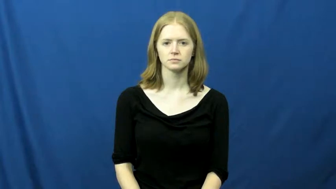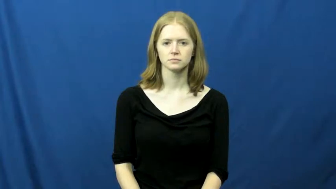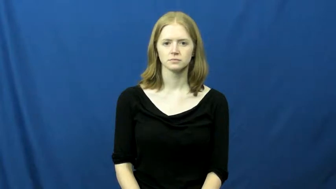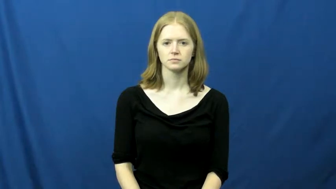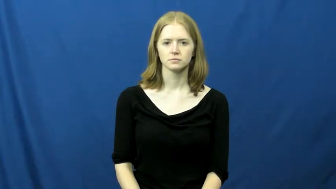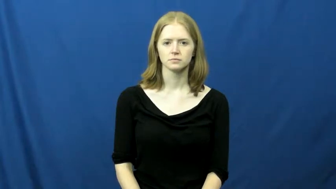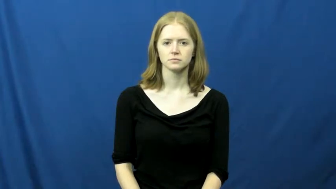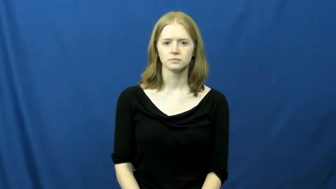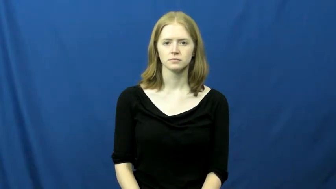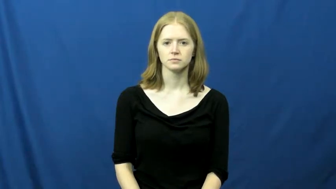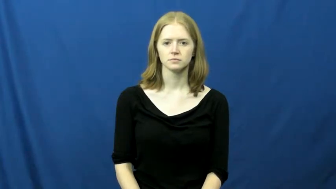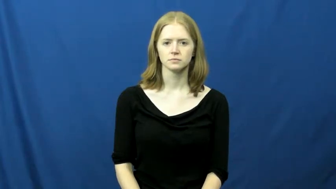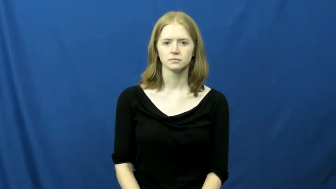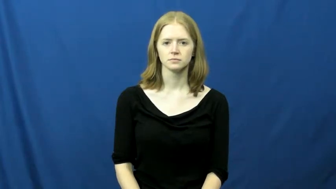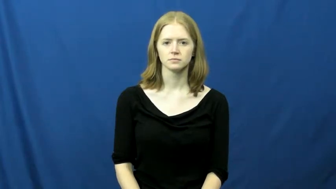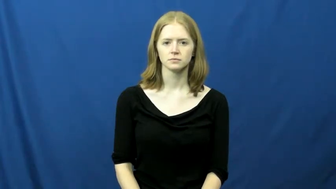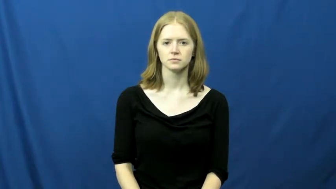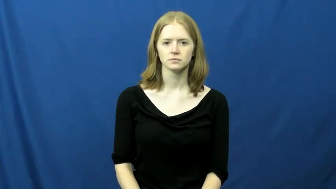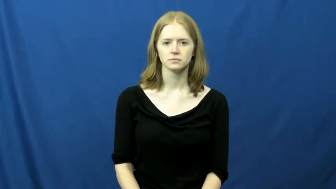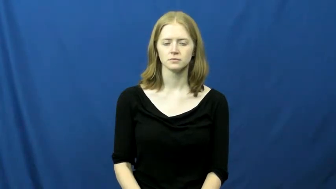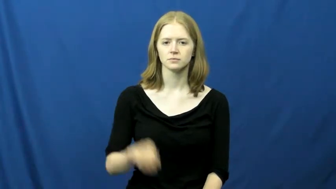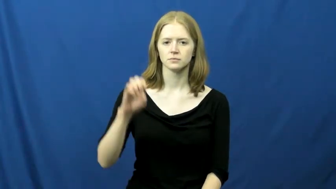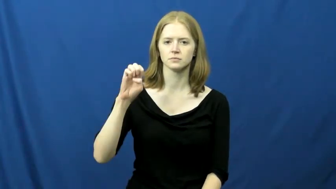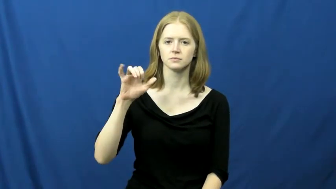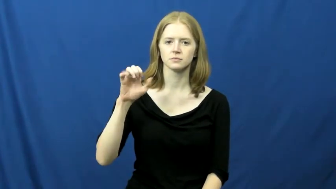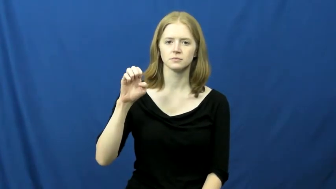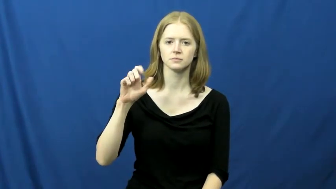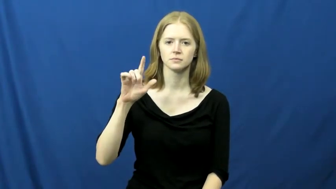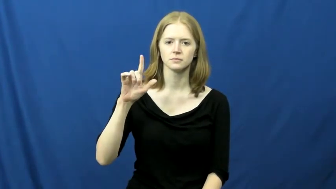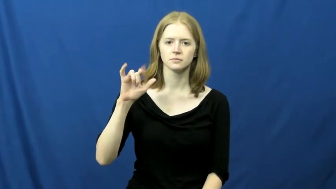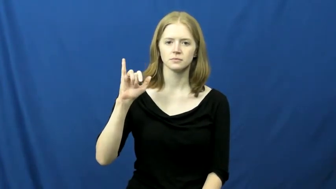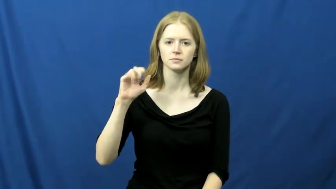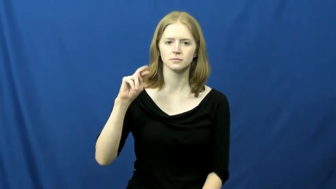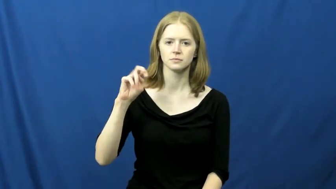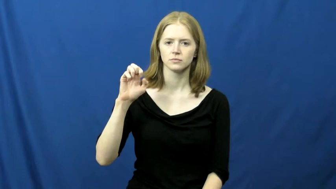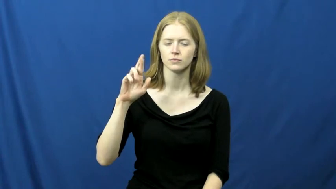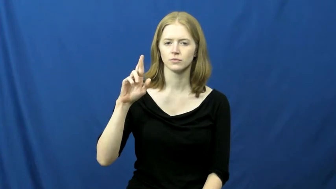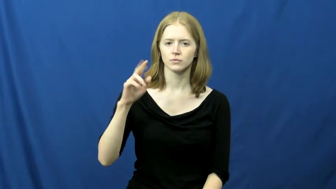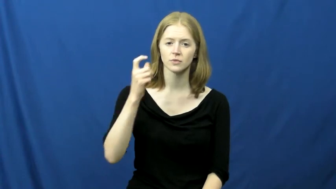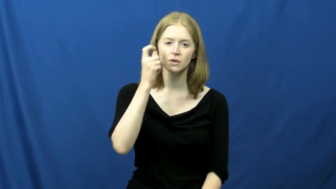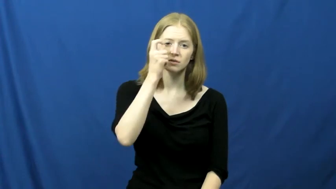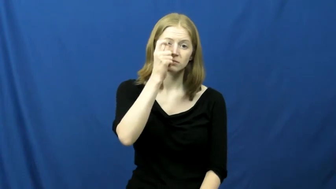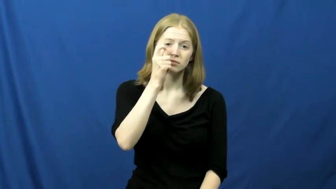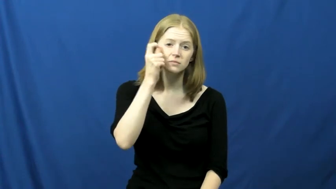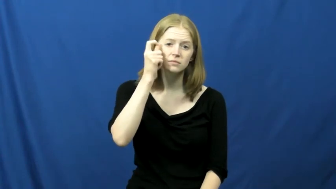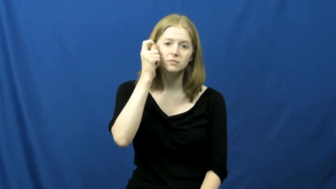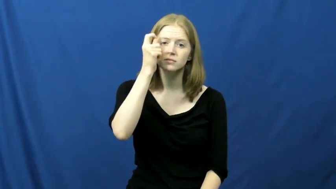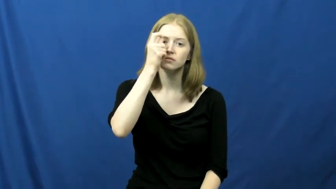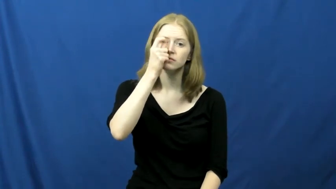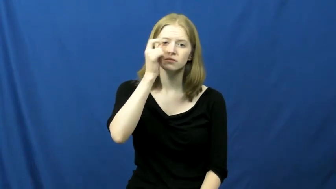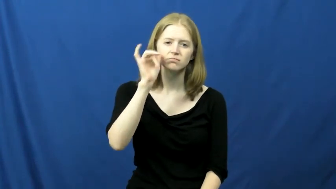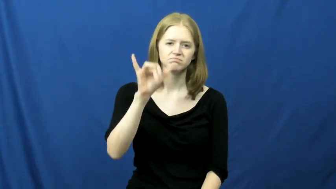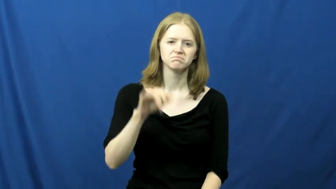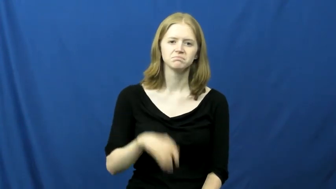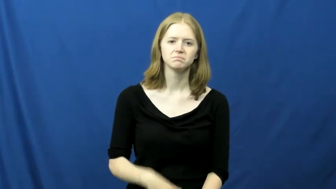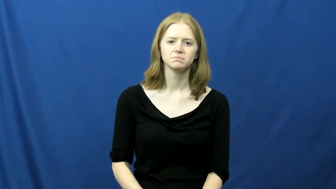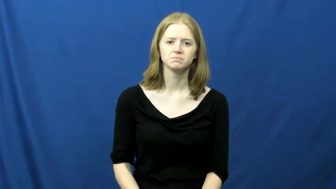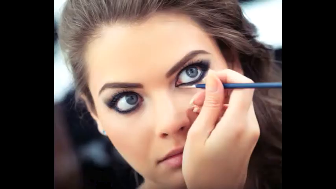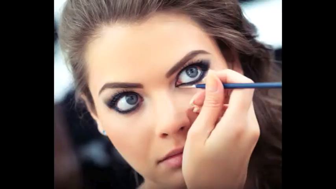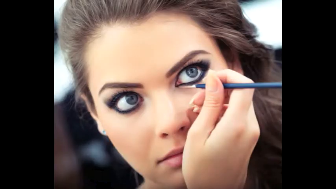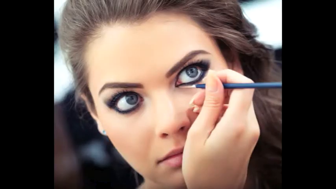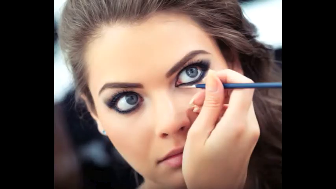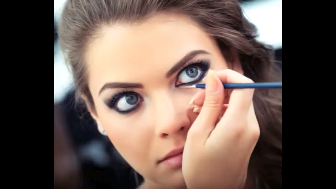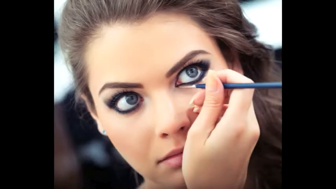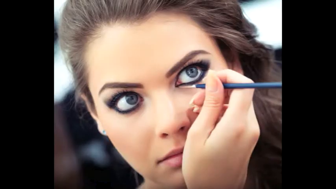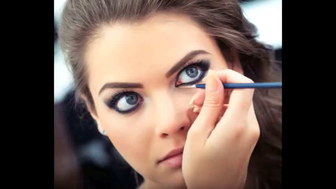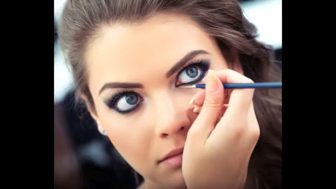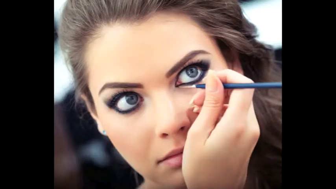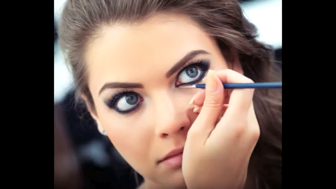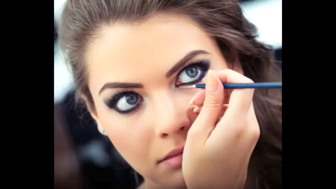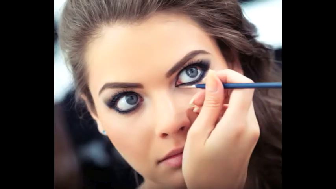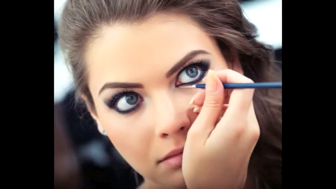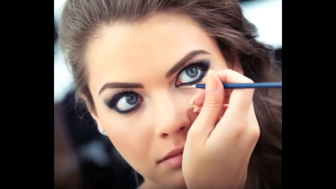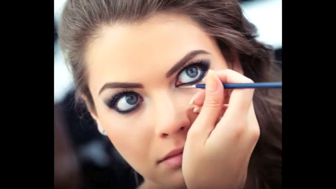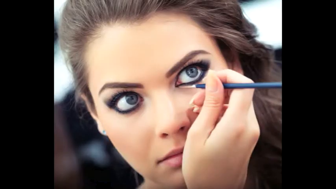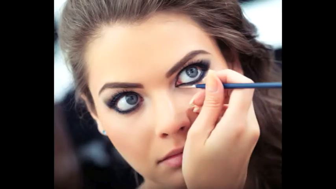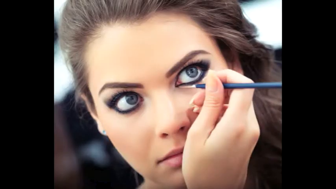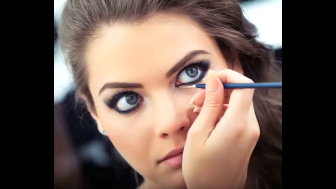eyeliner